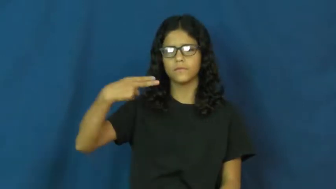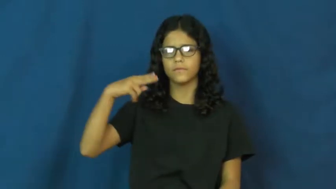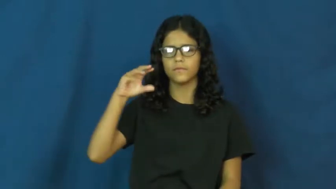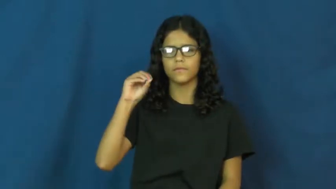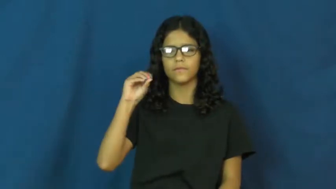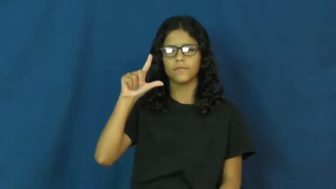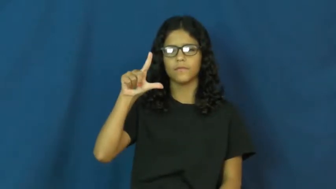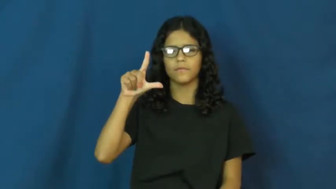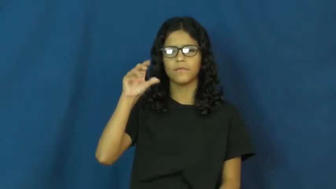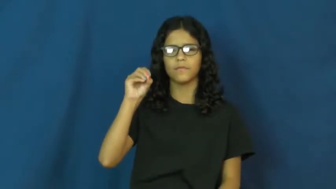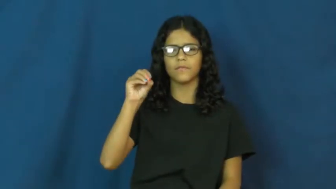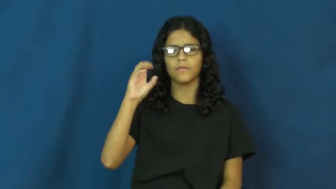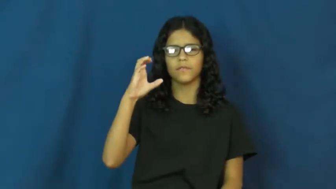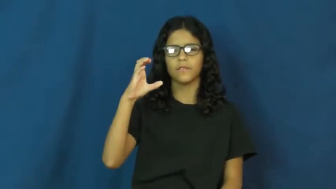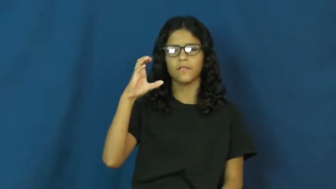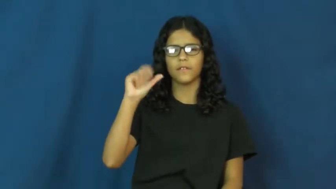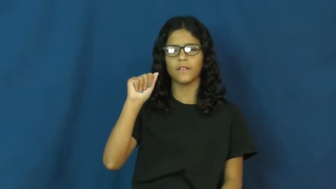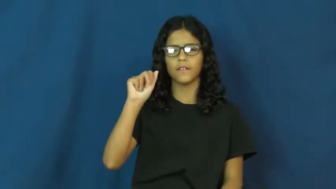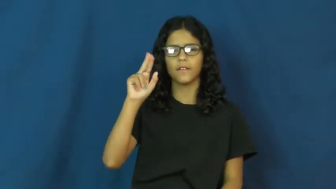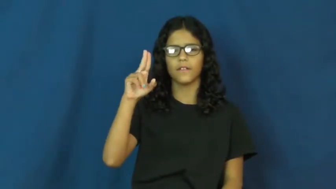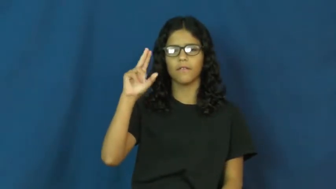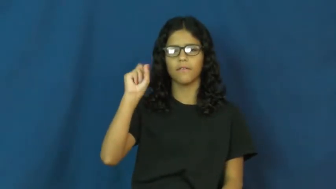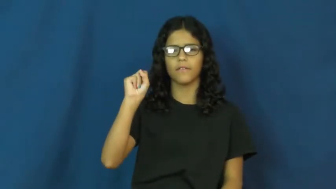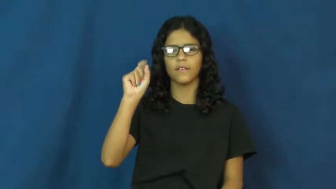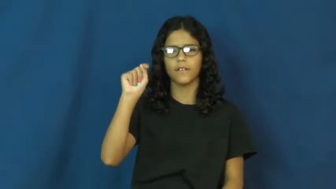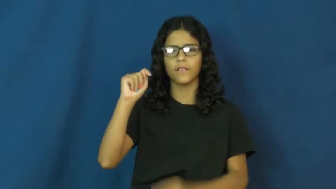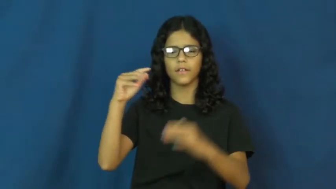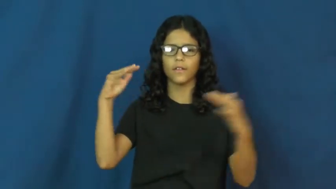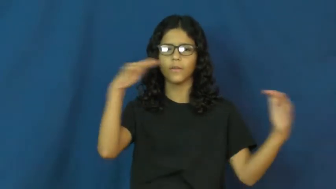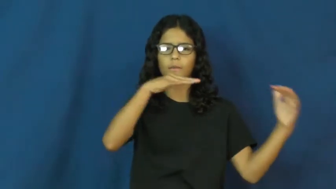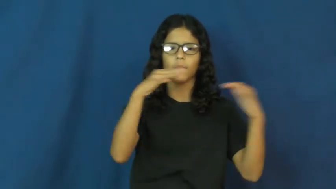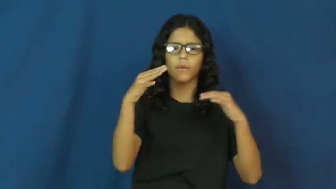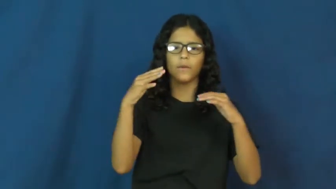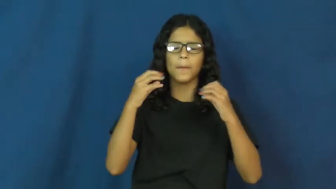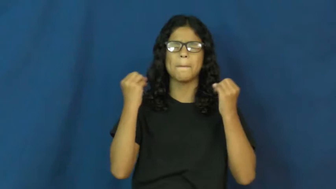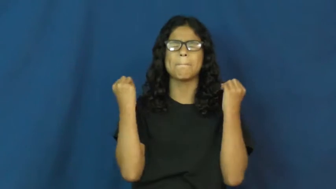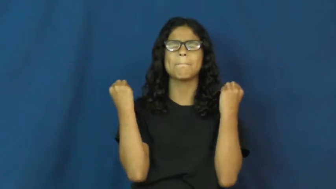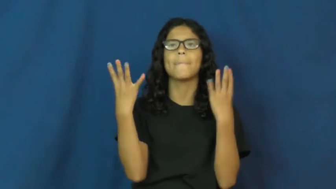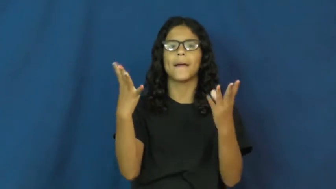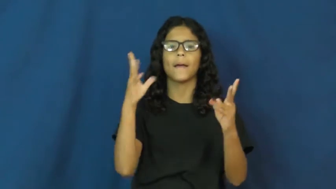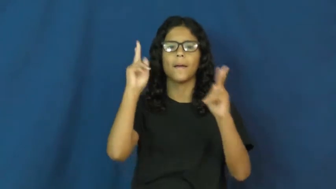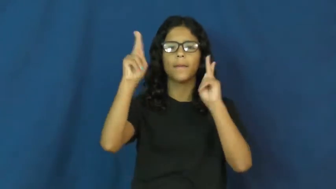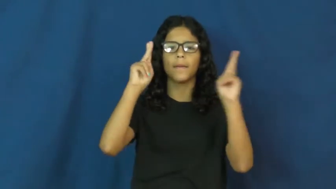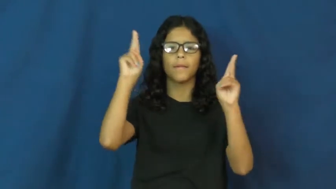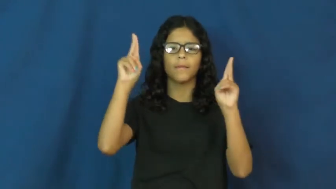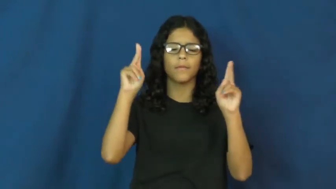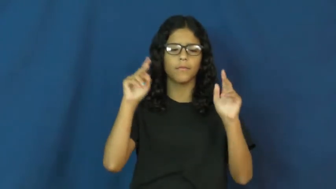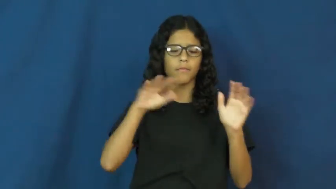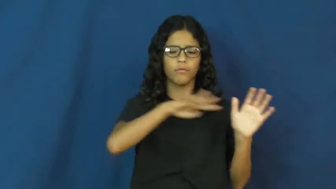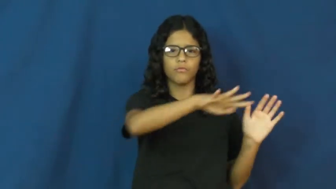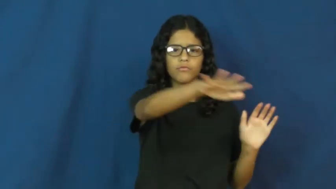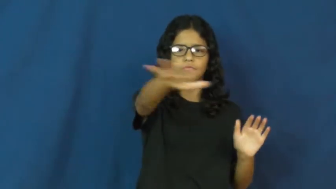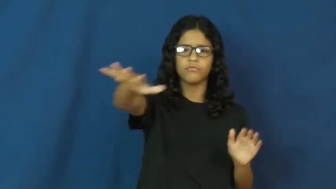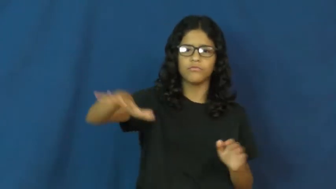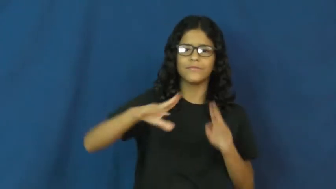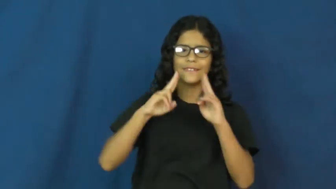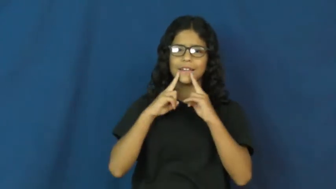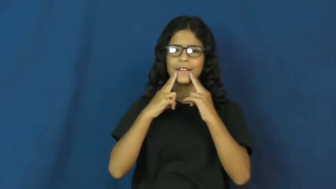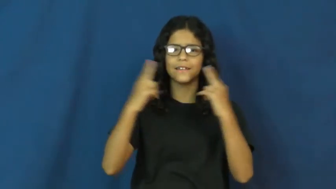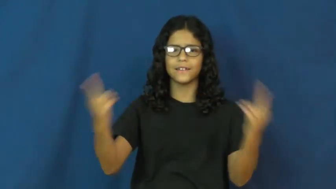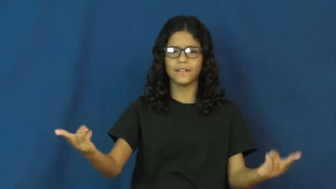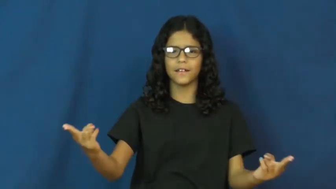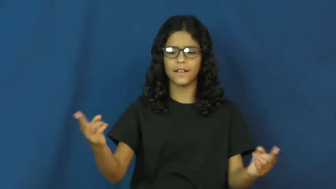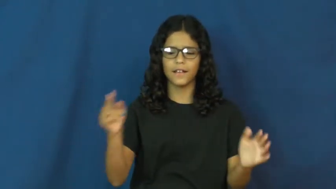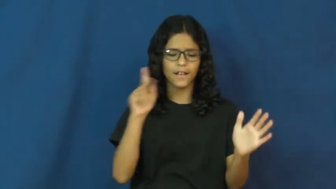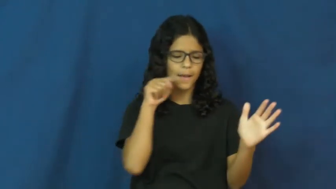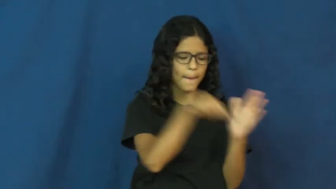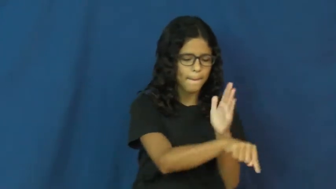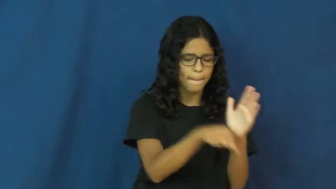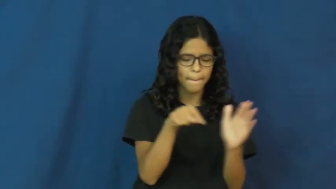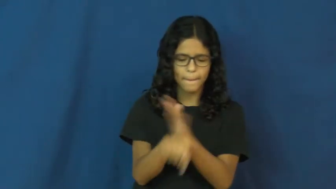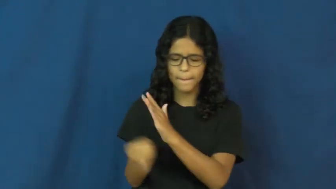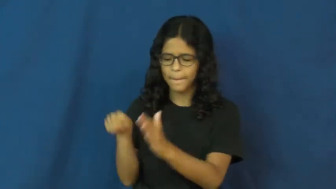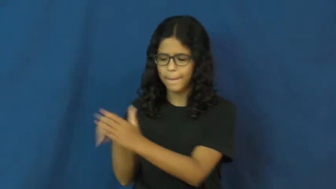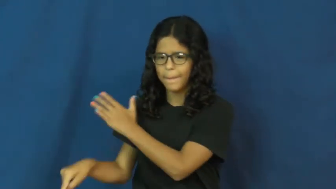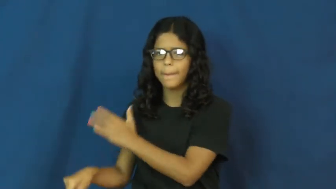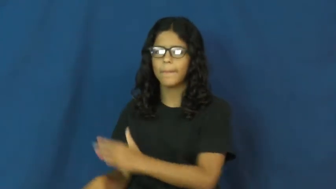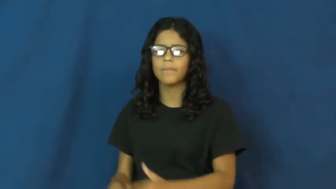holocaust